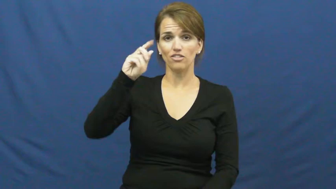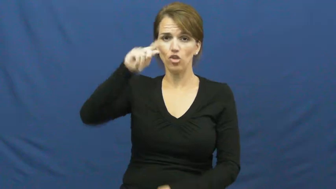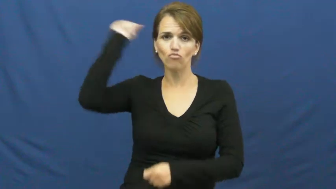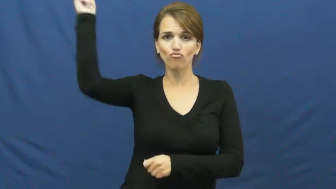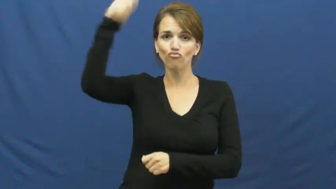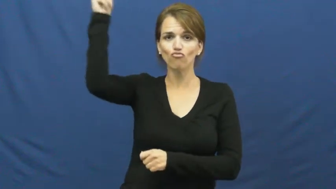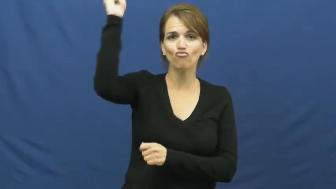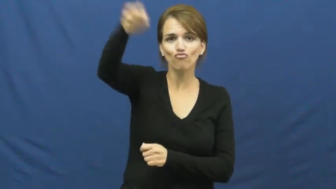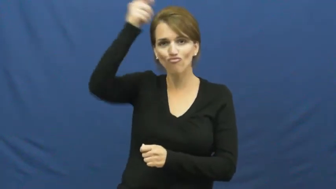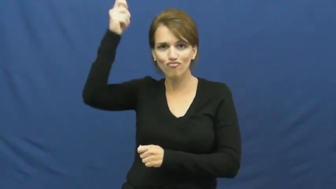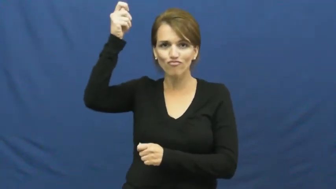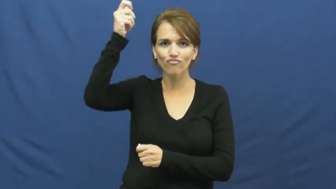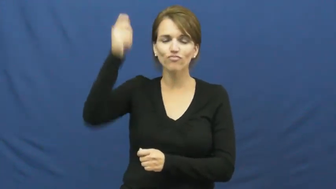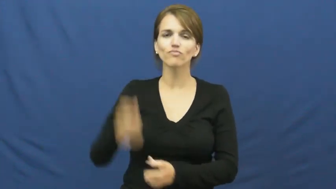rope,roper